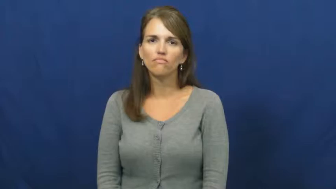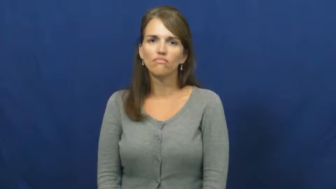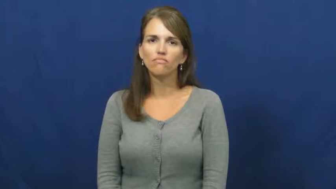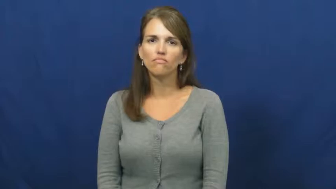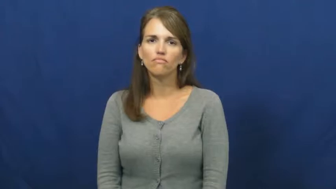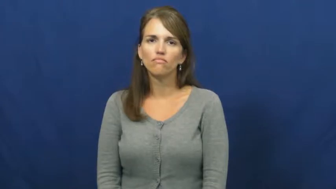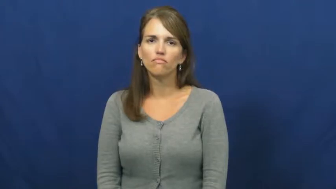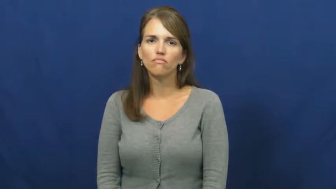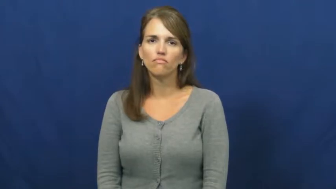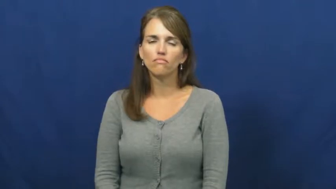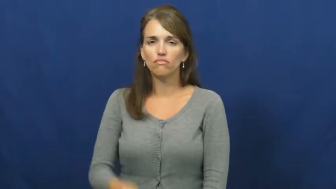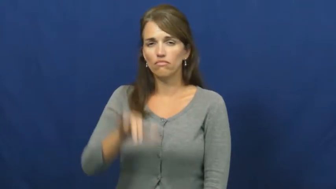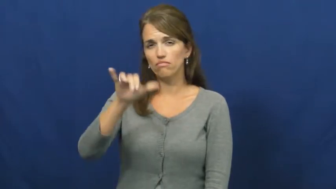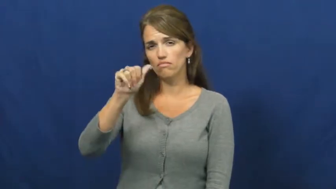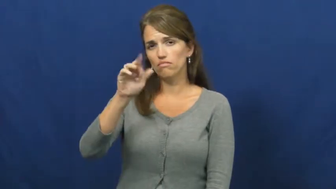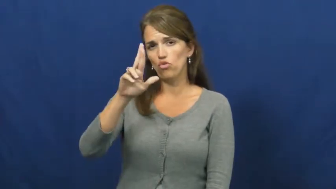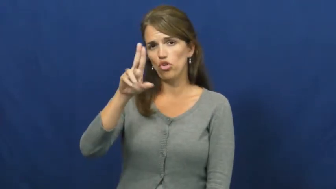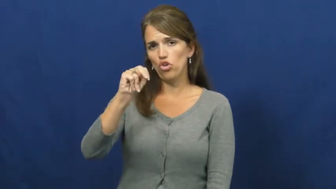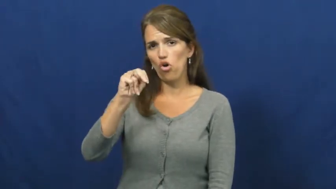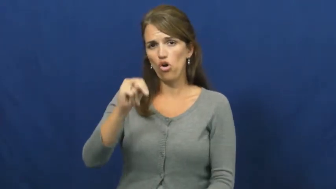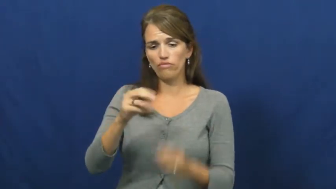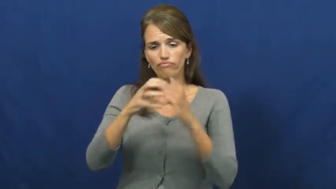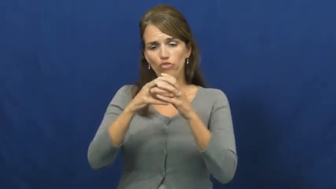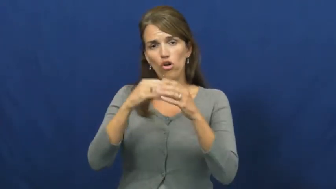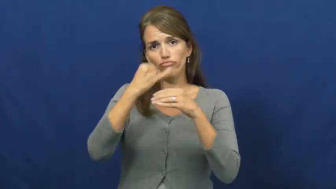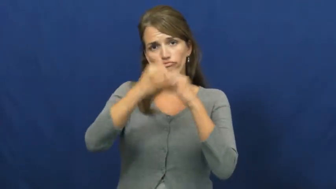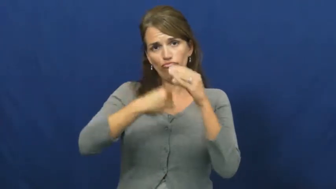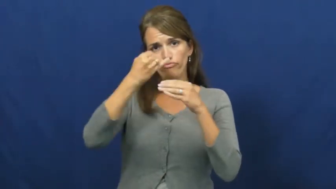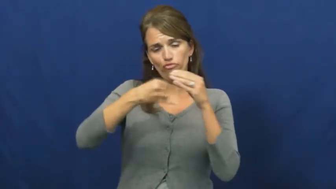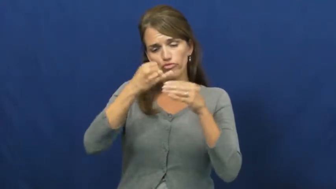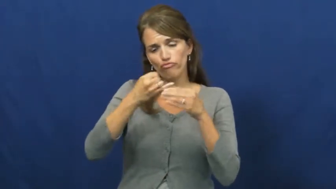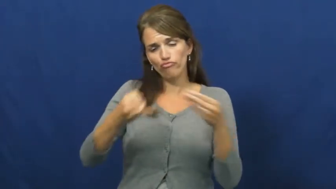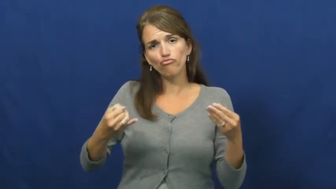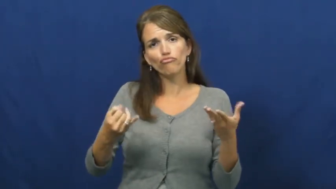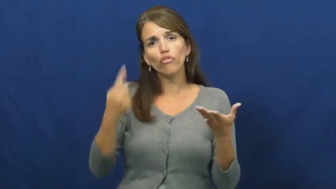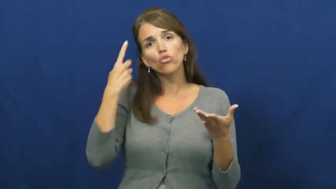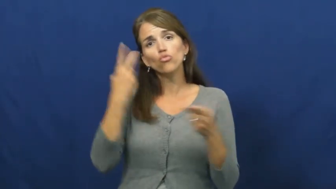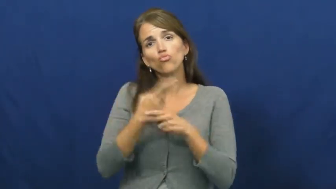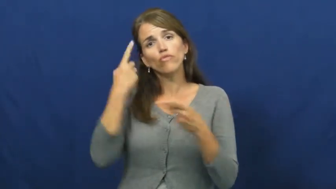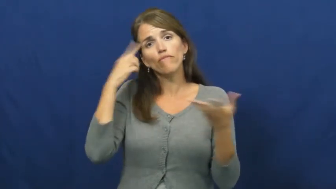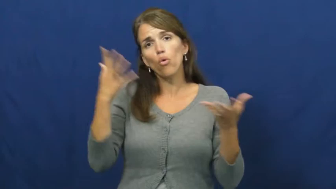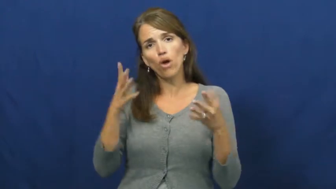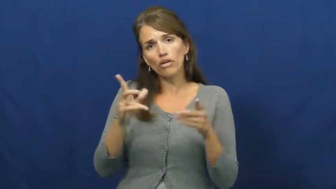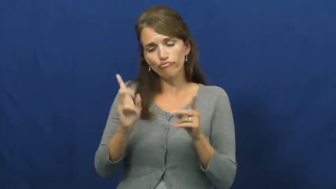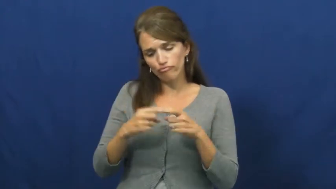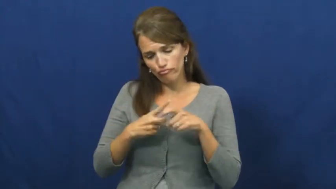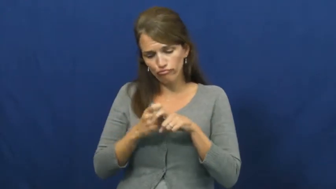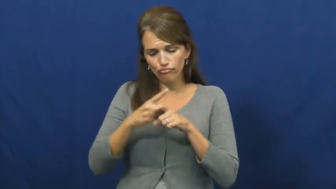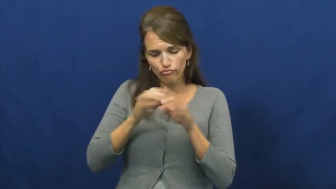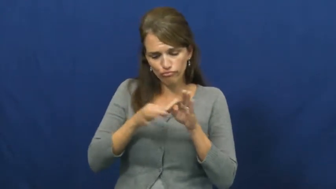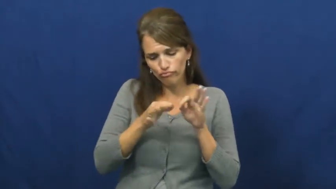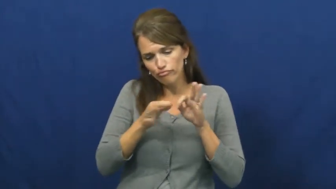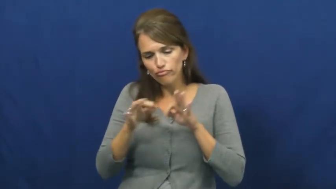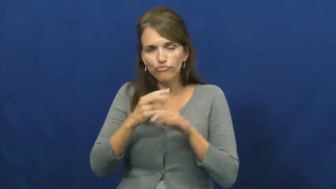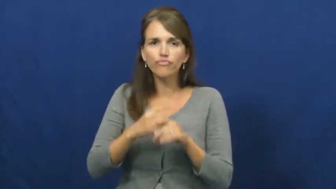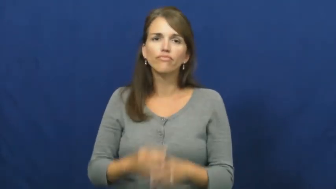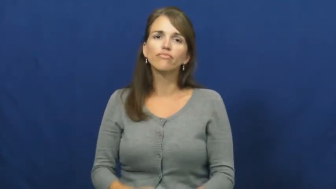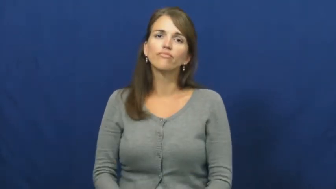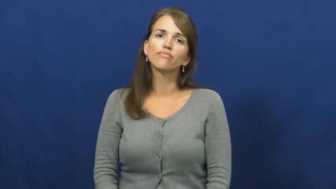yarn-string